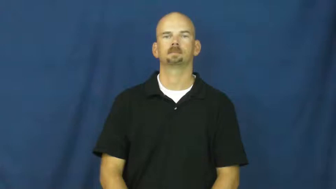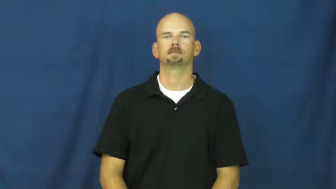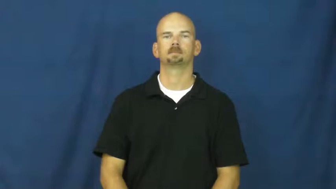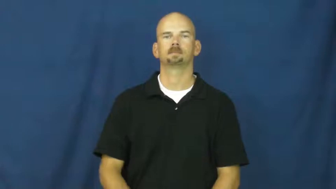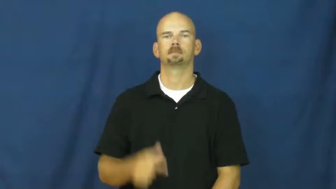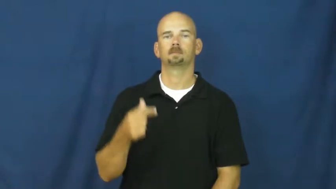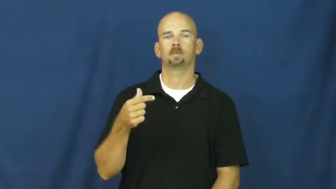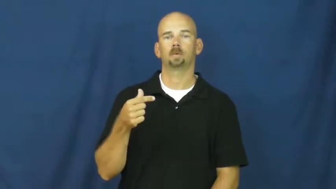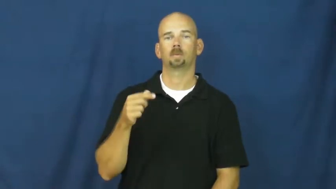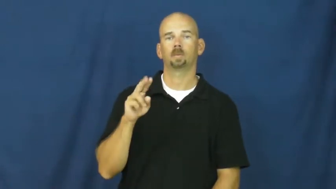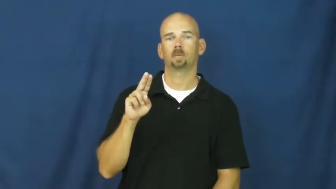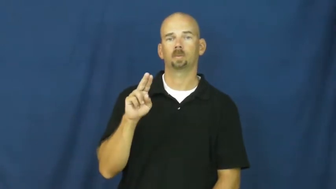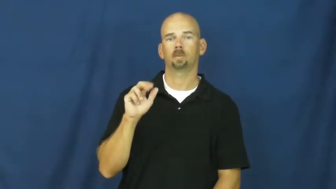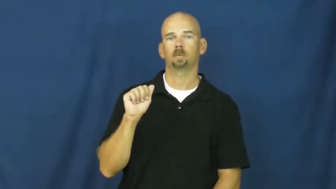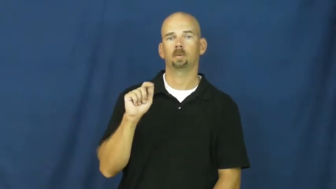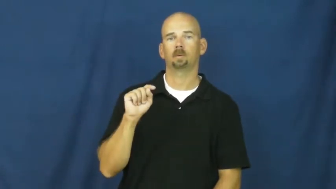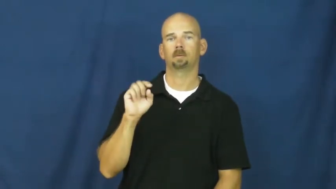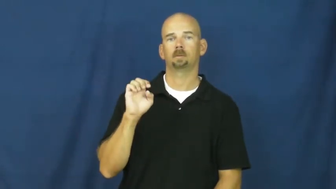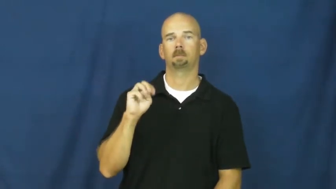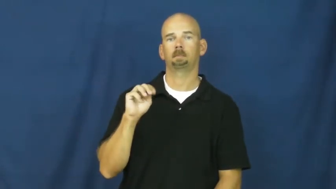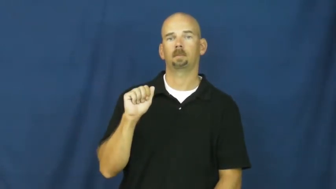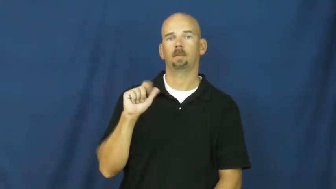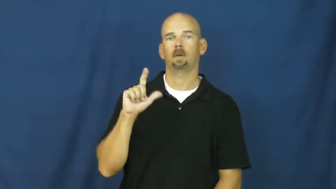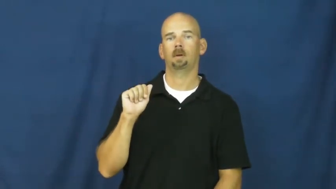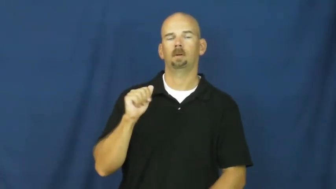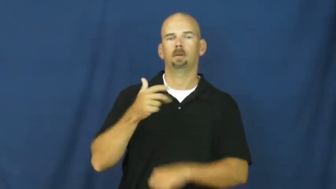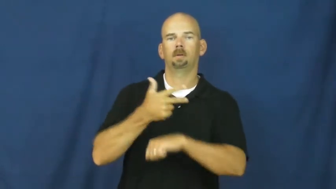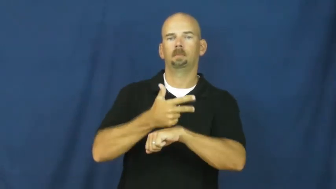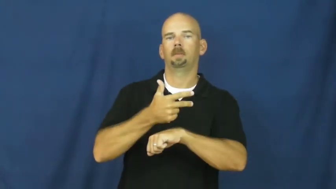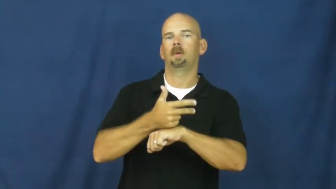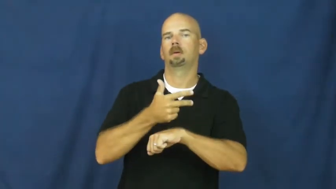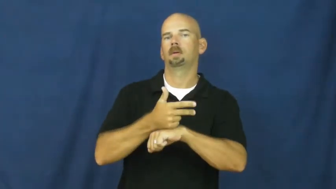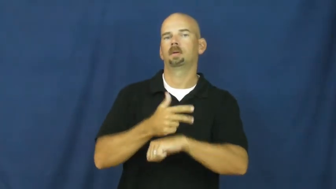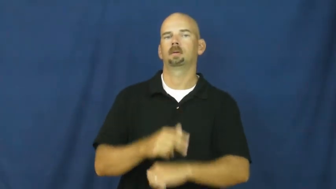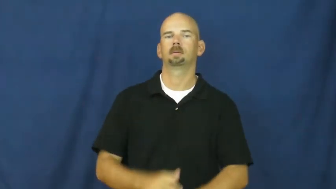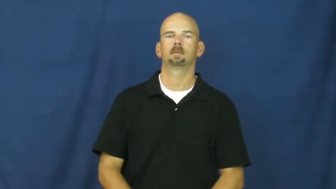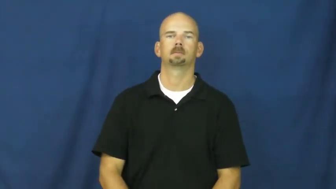guatemala